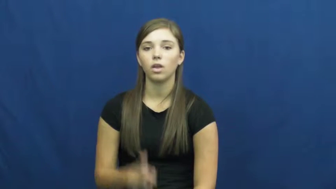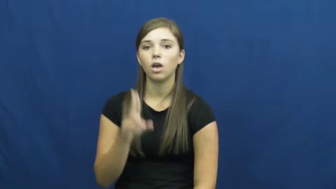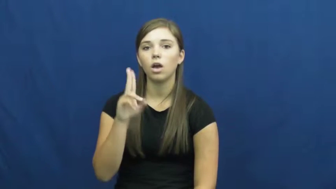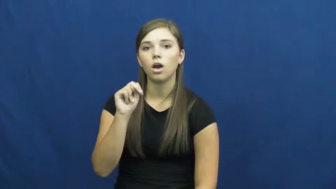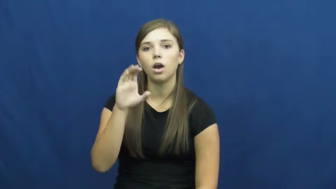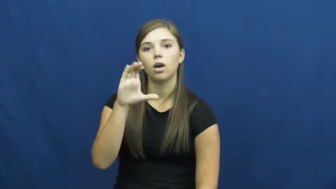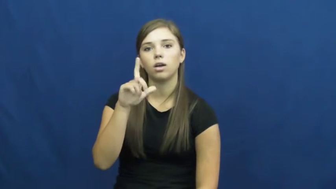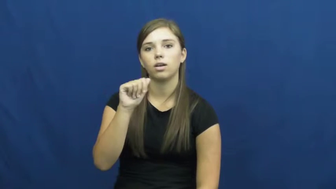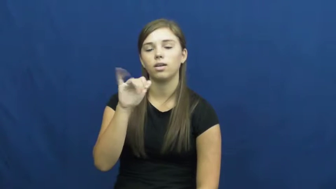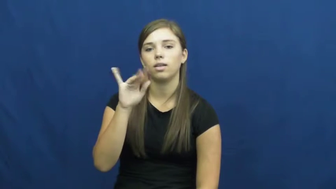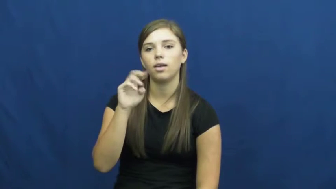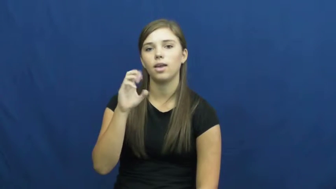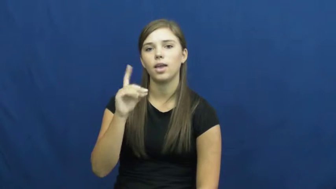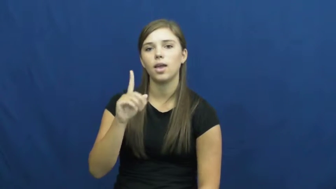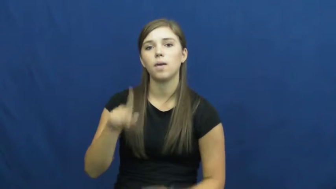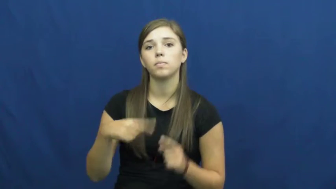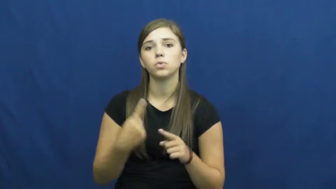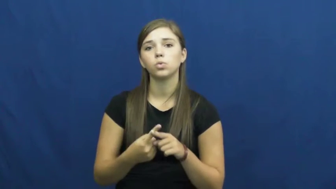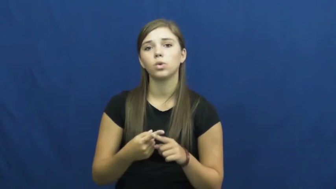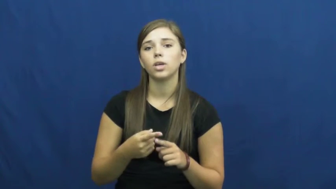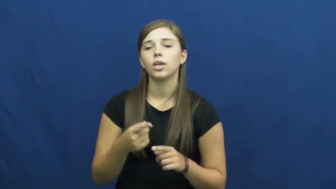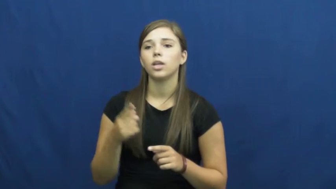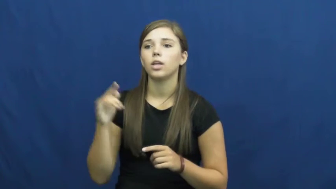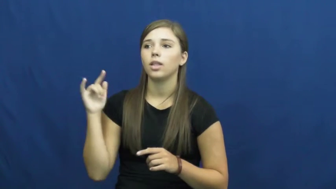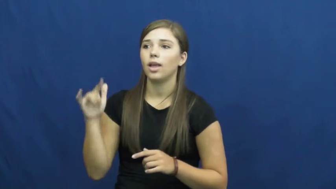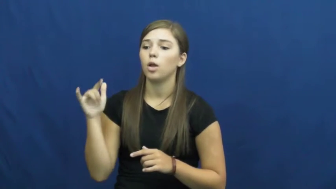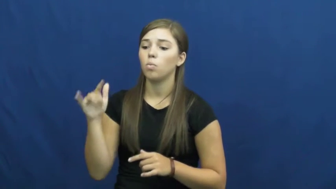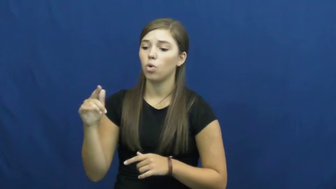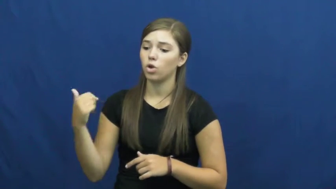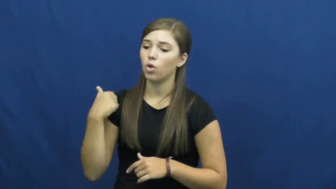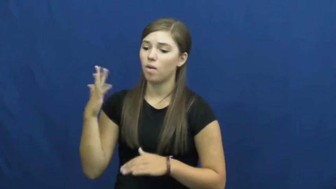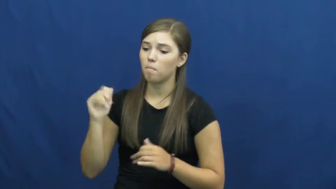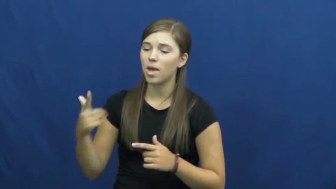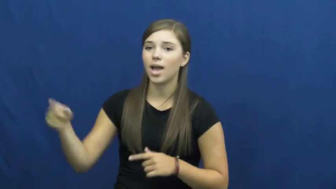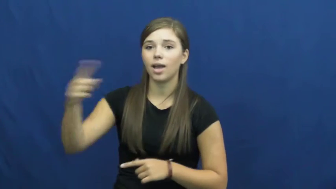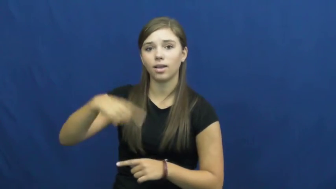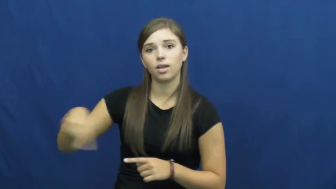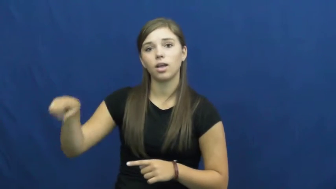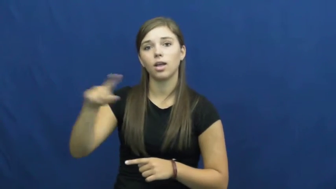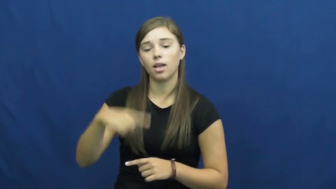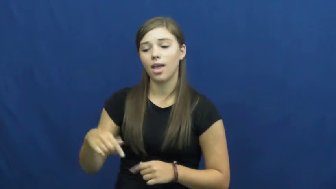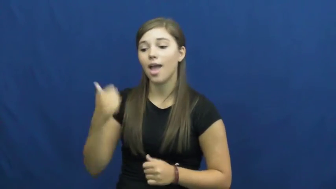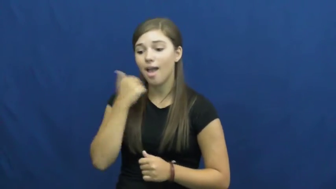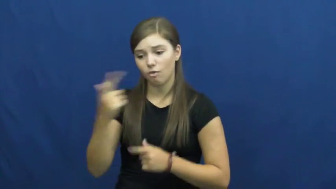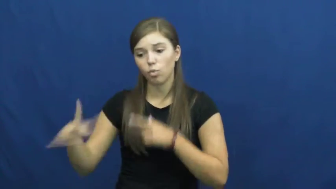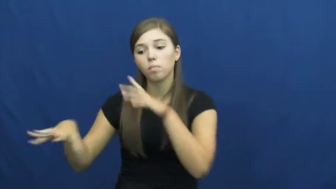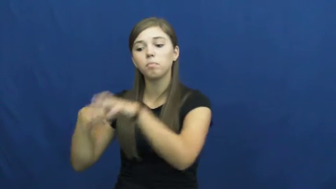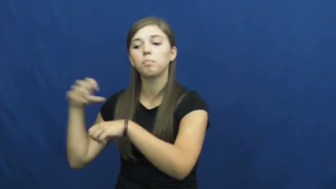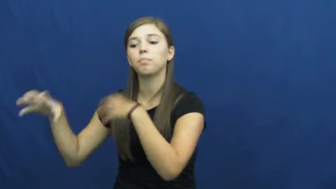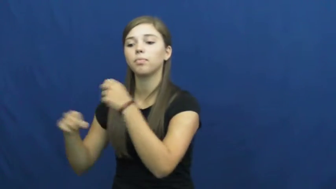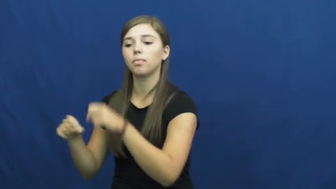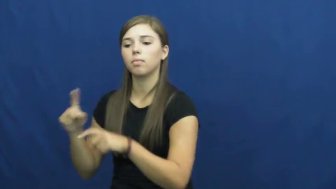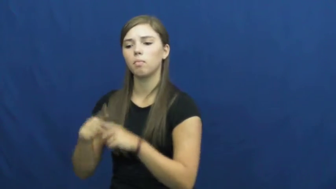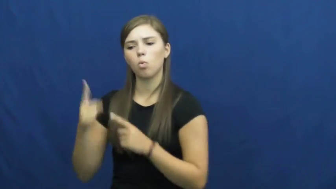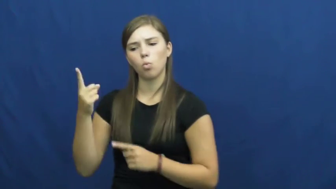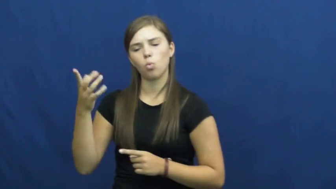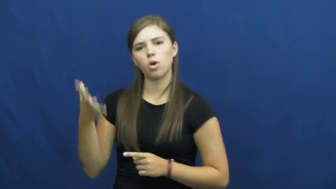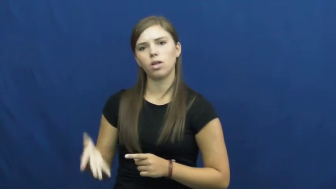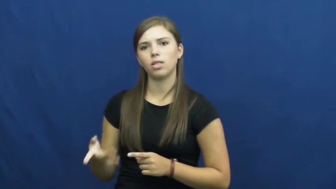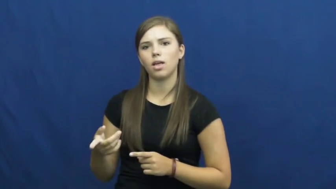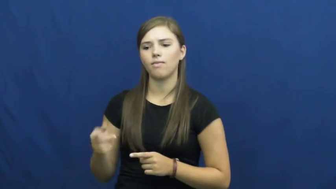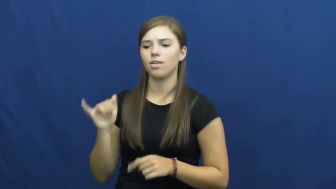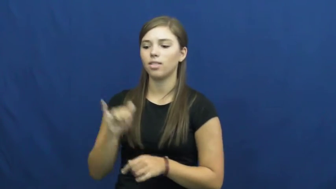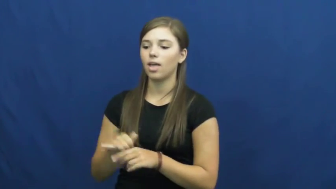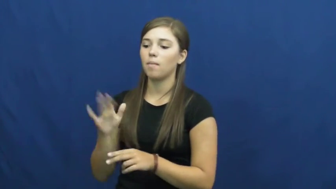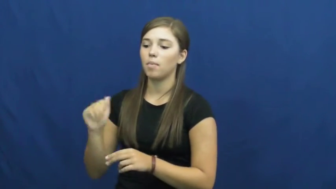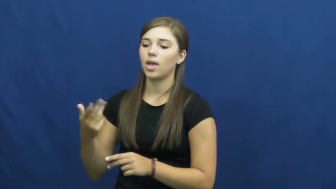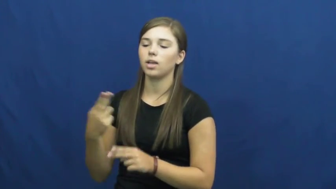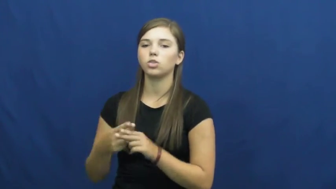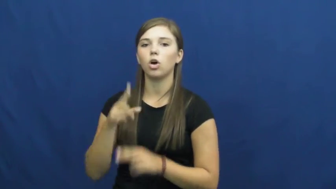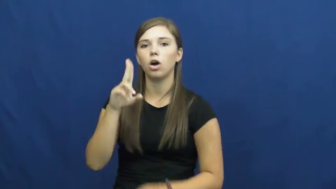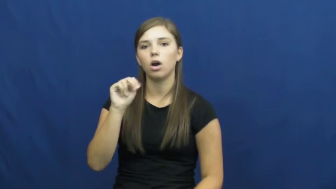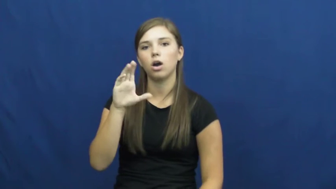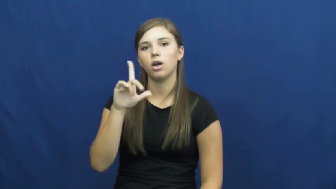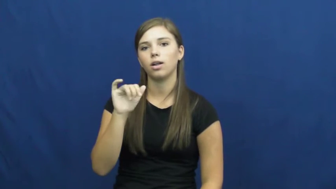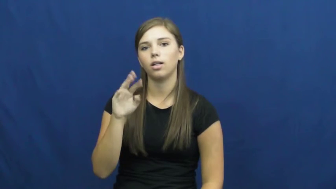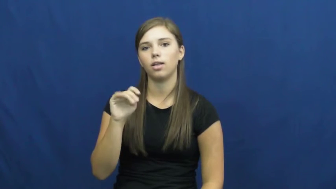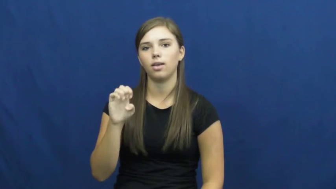unclaimed